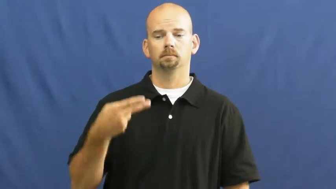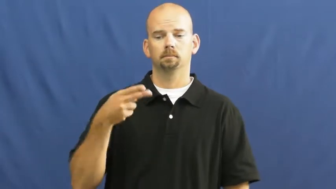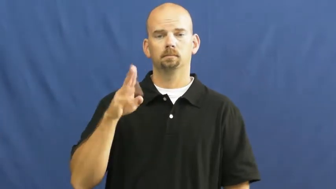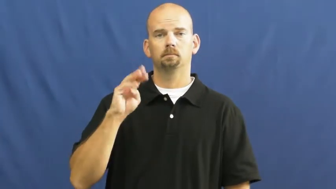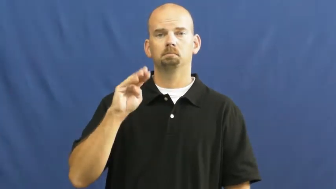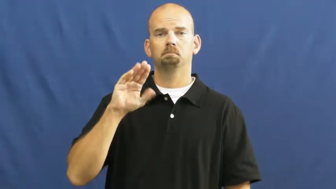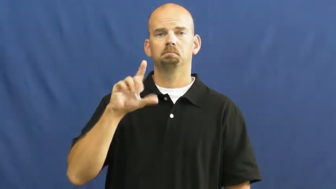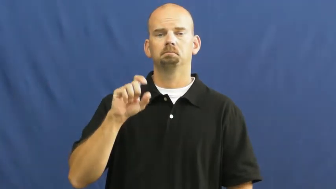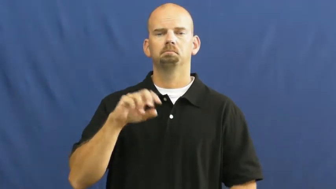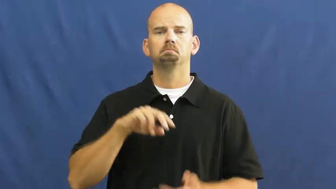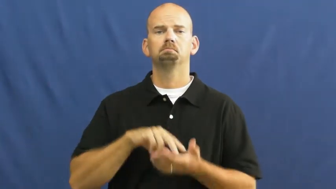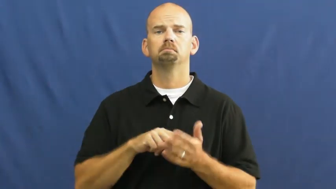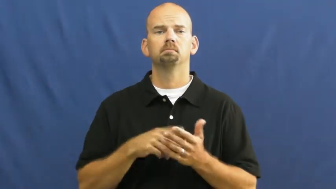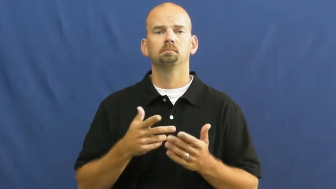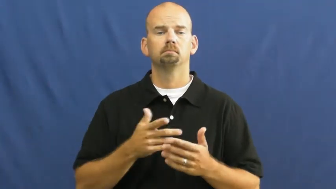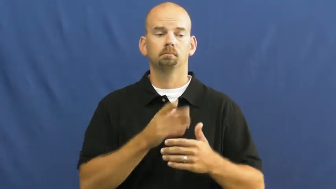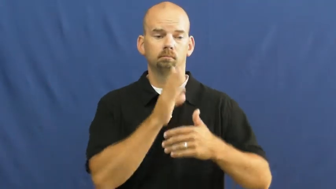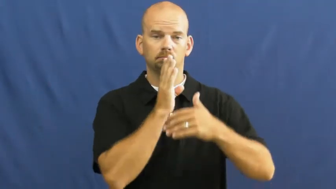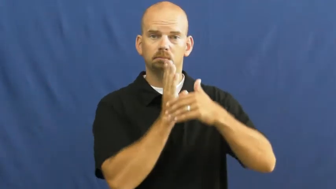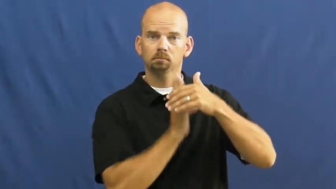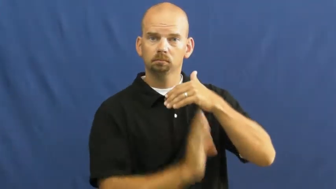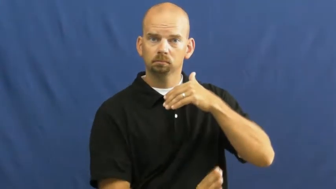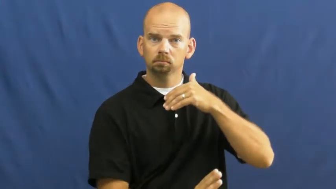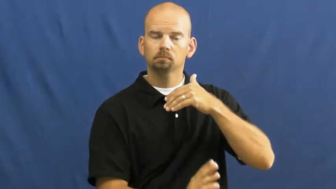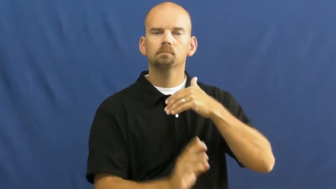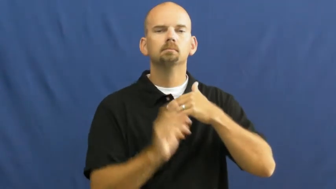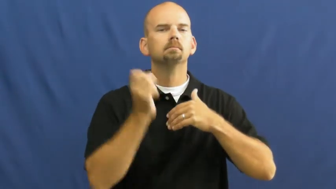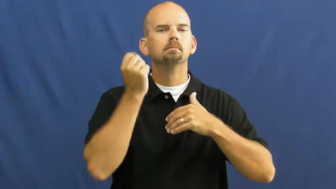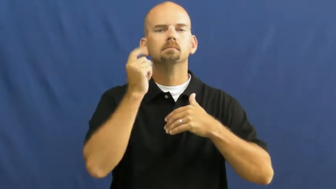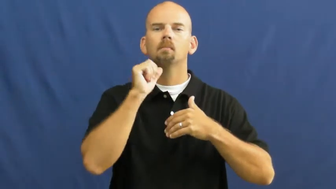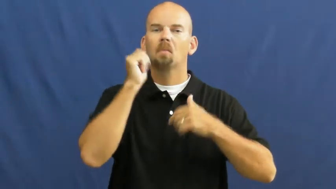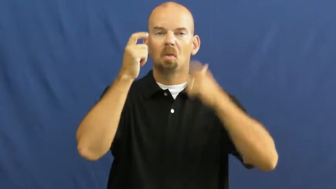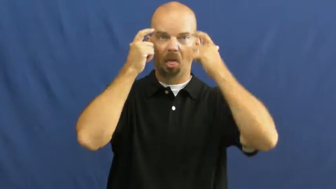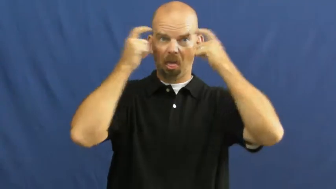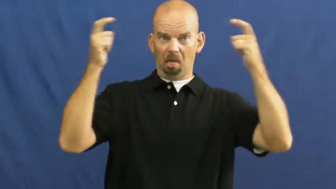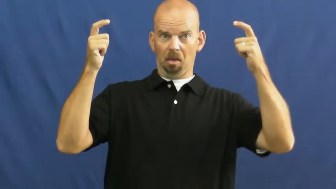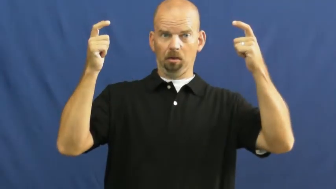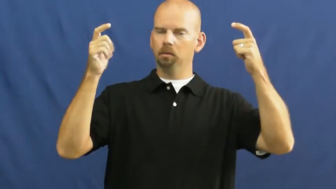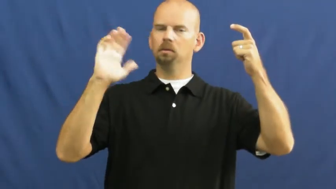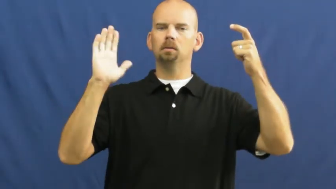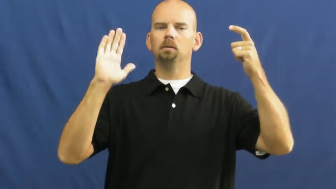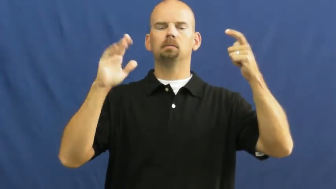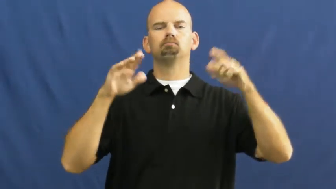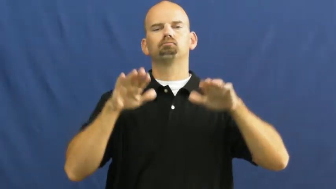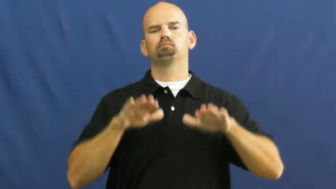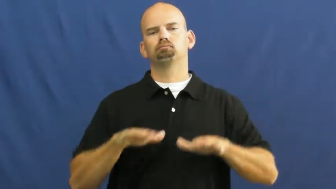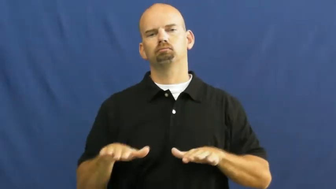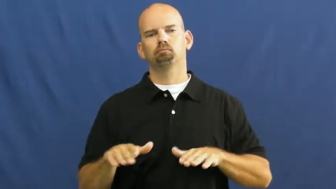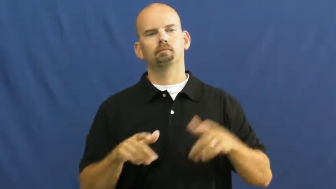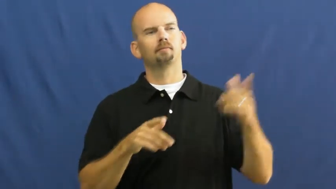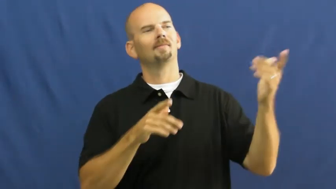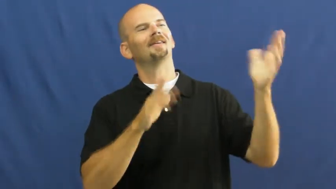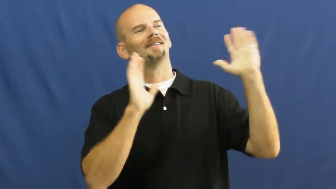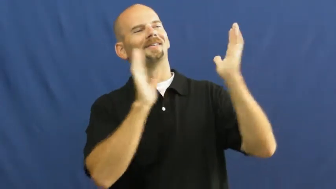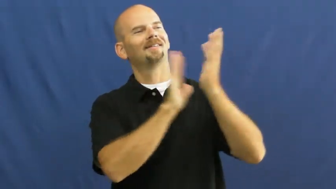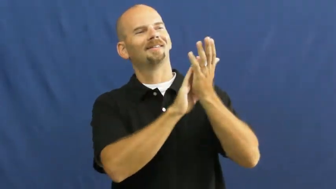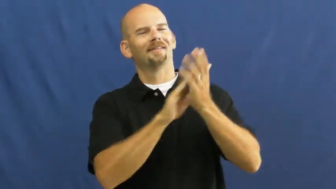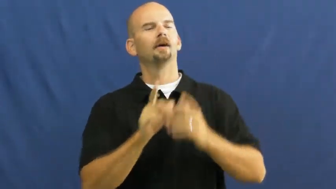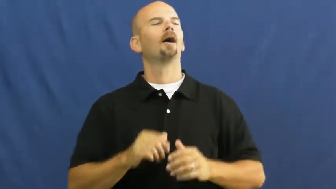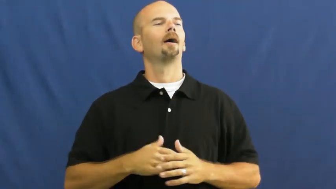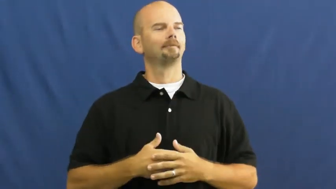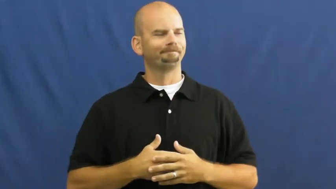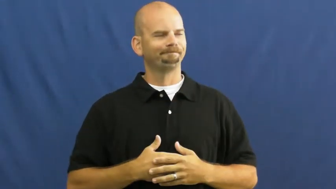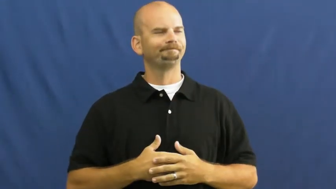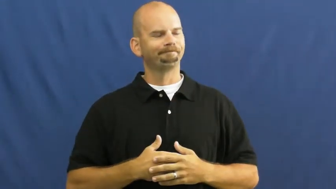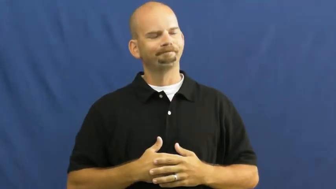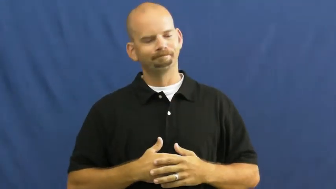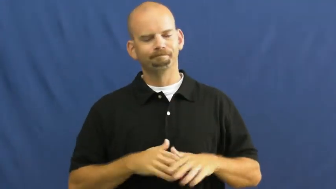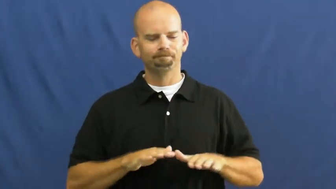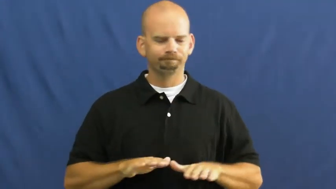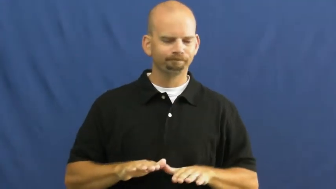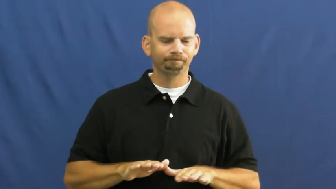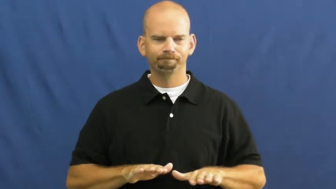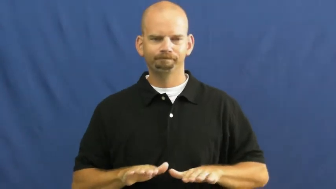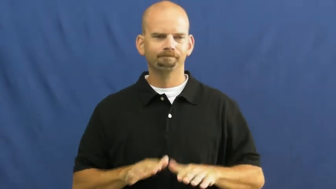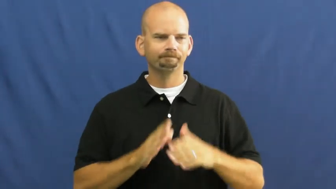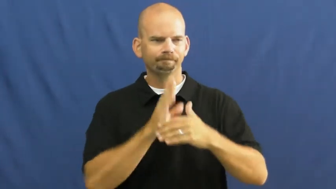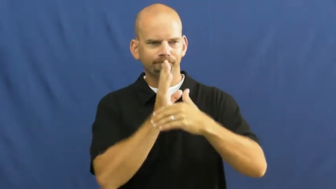humble,humility